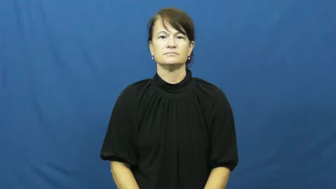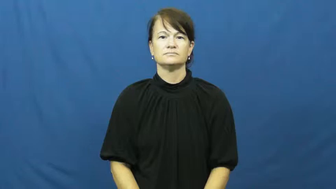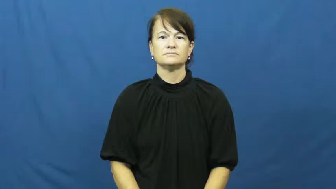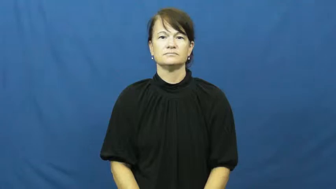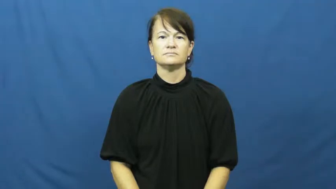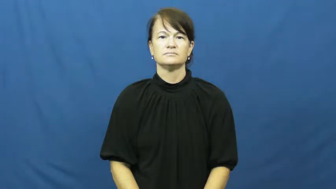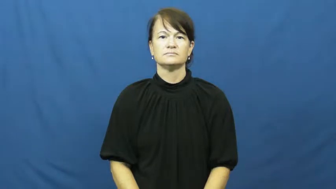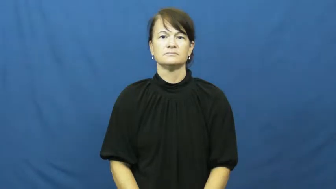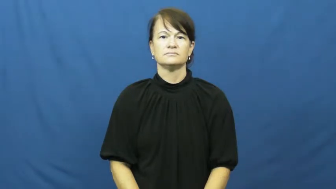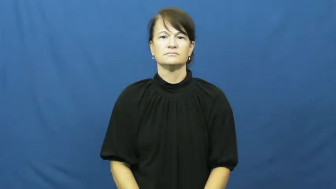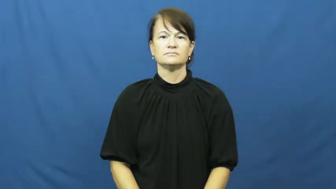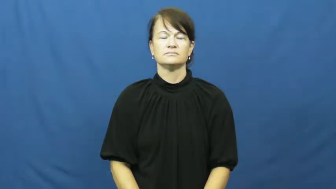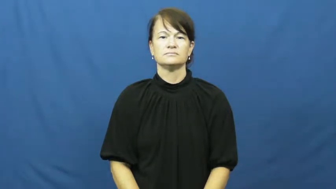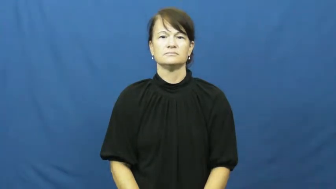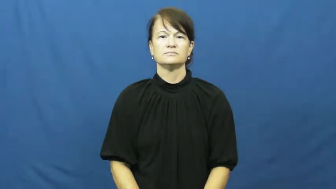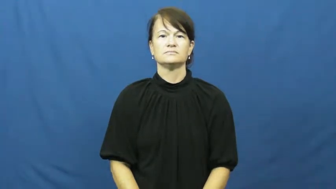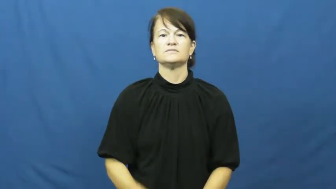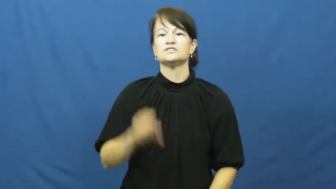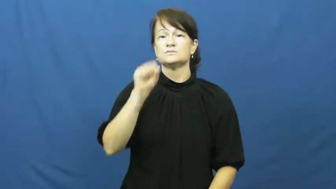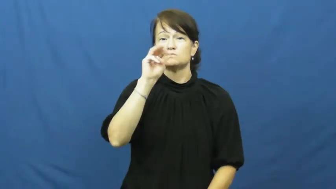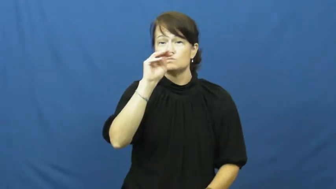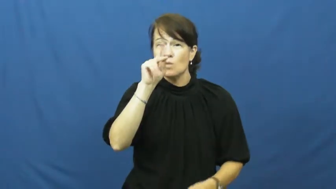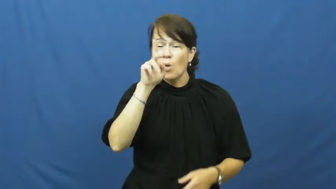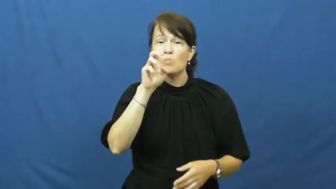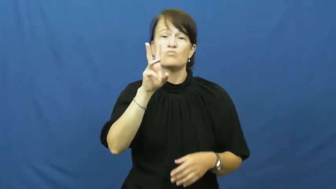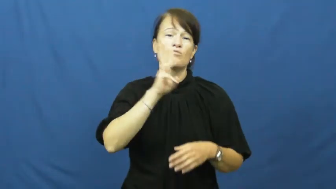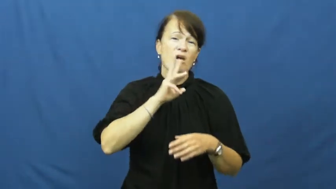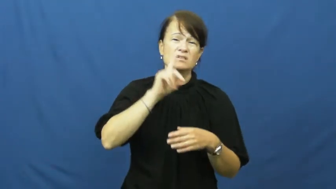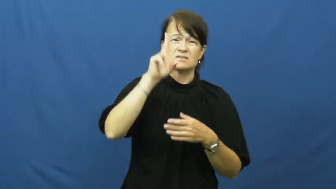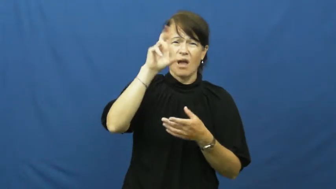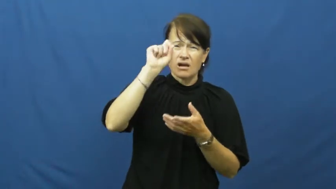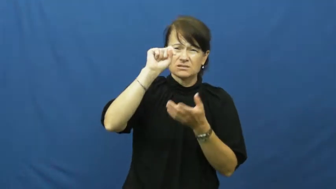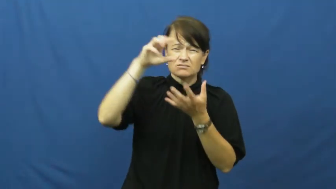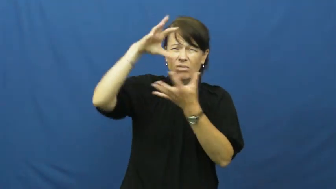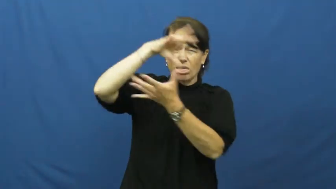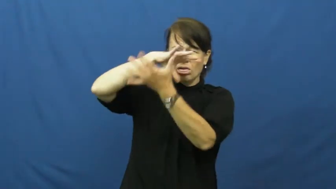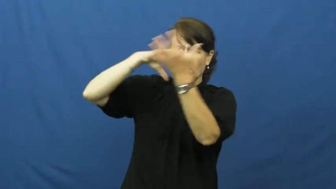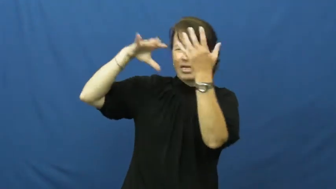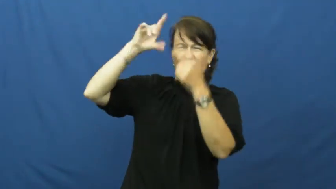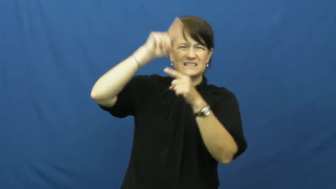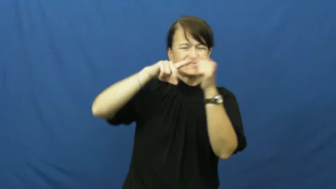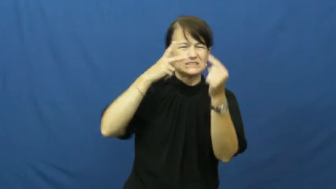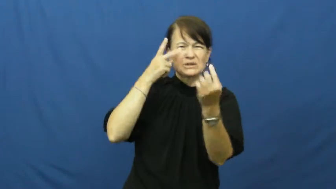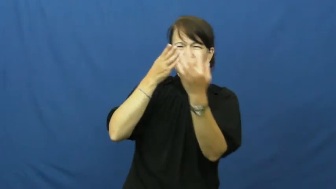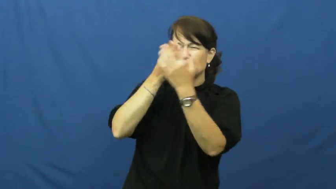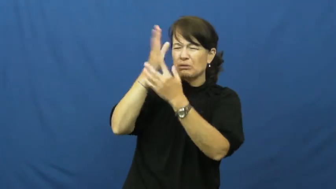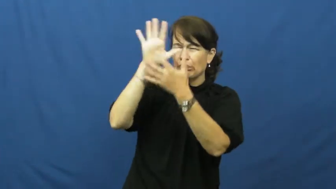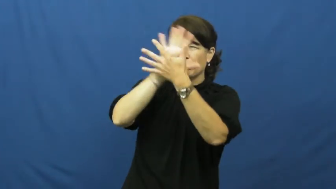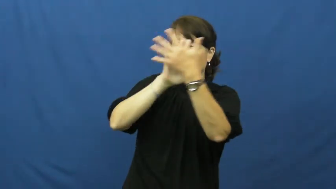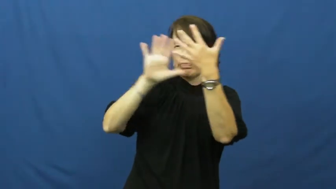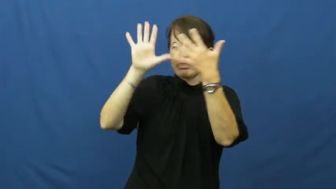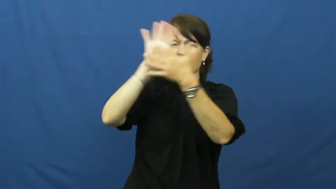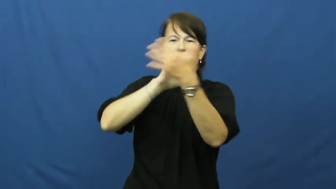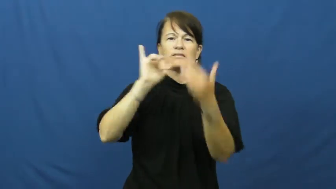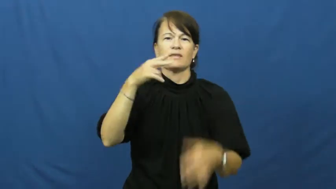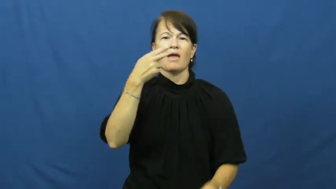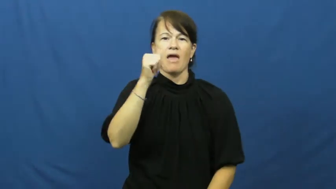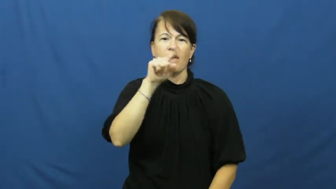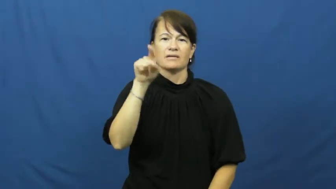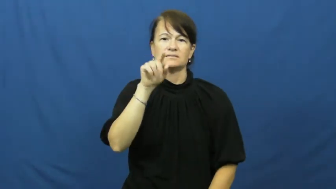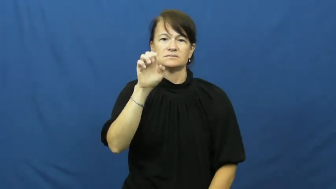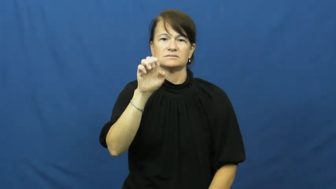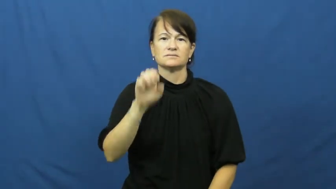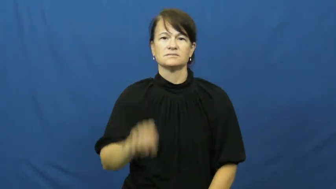haze-not clear